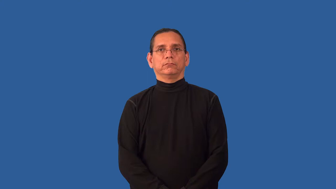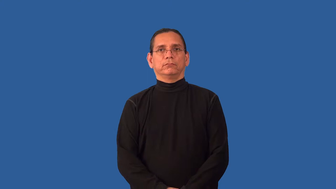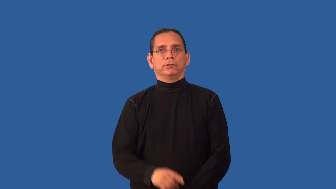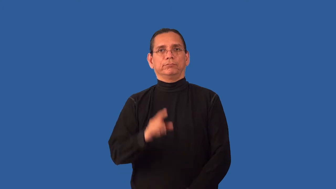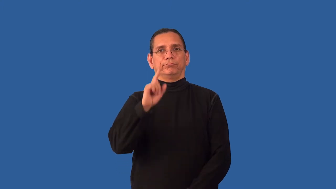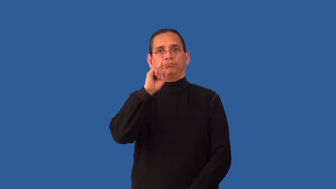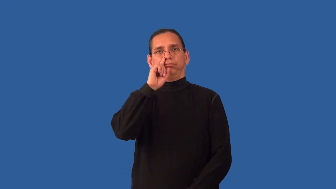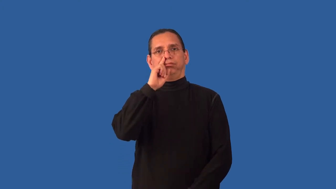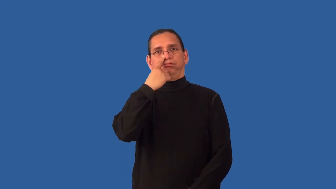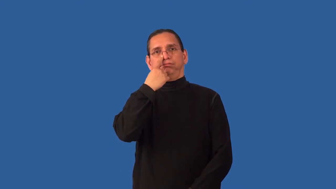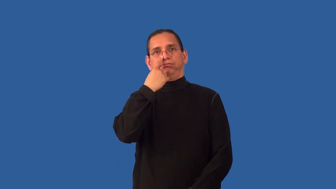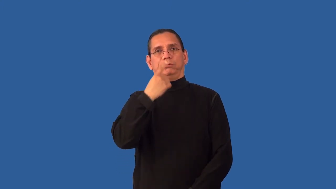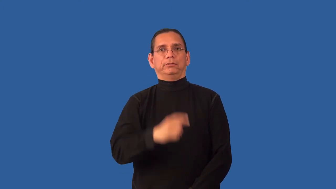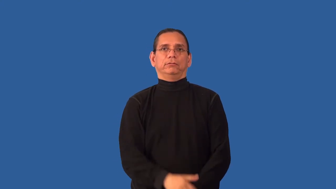unremarkable